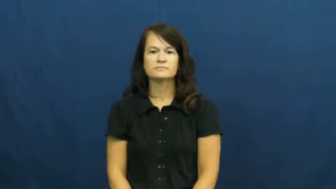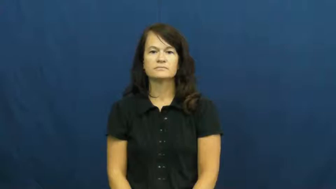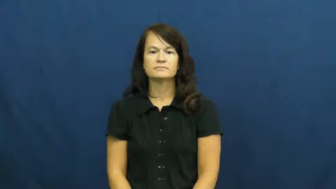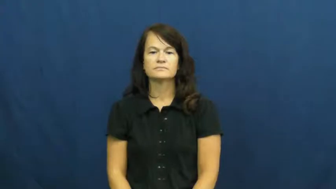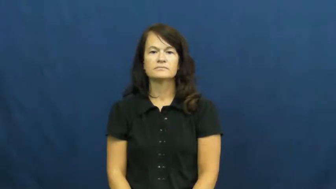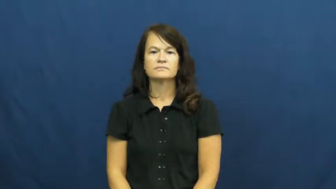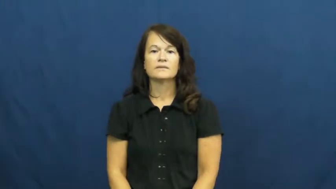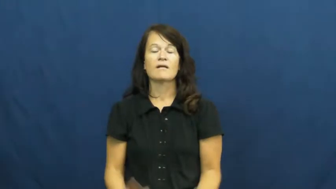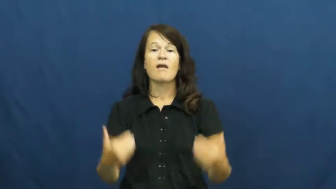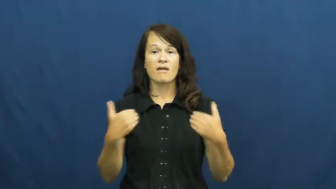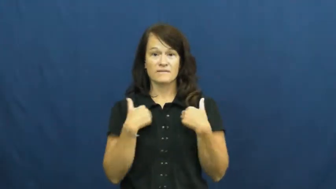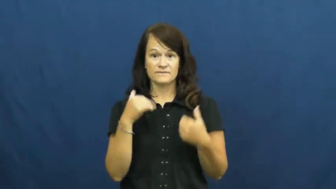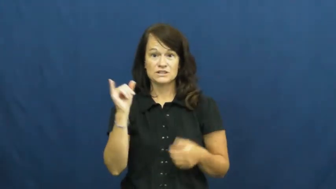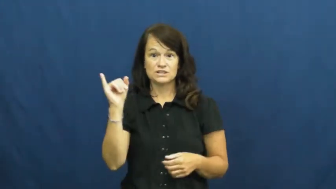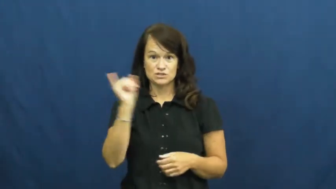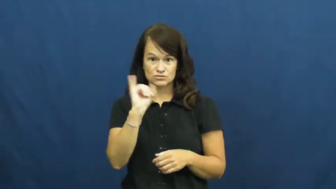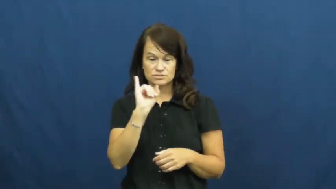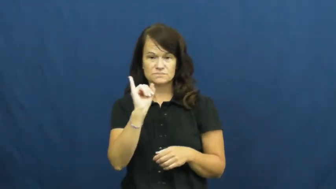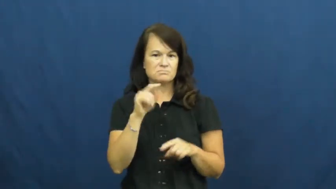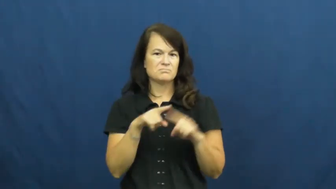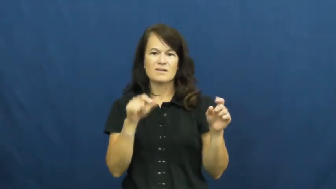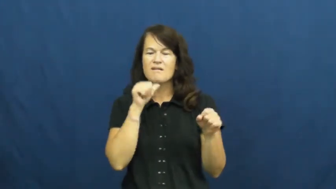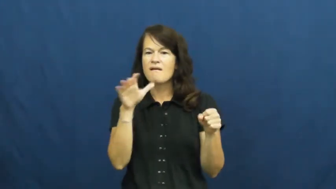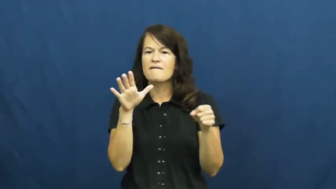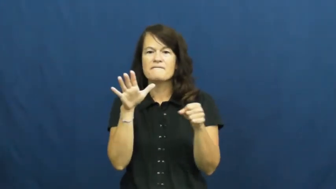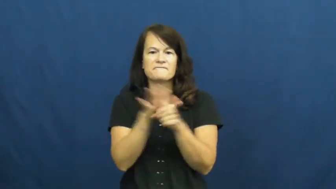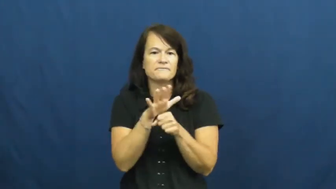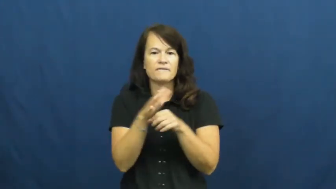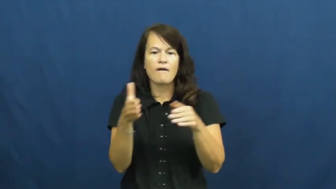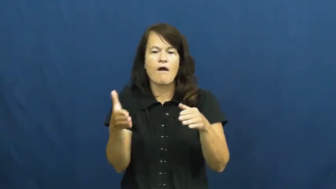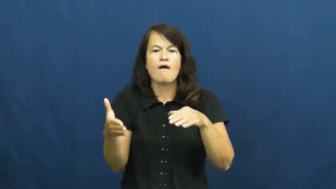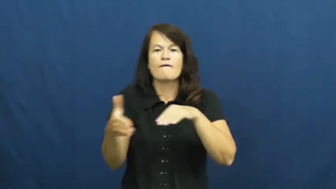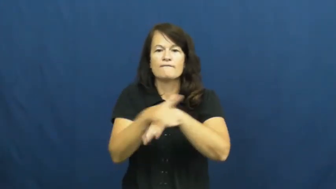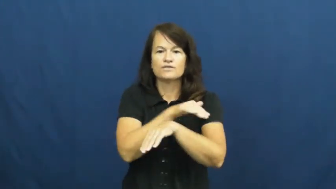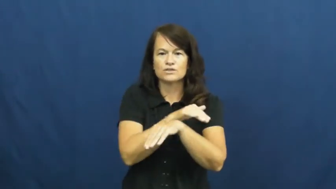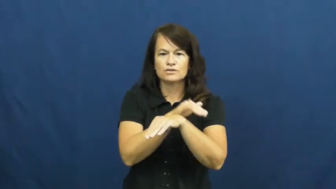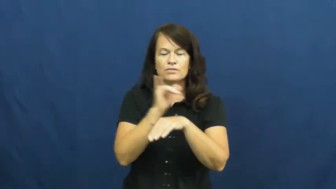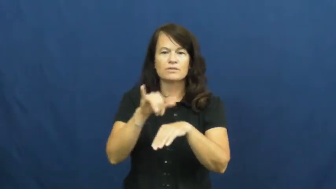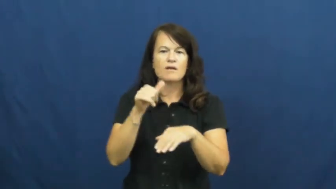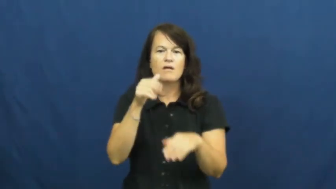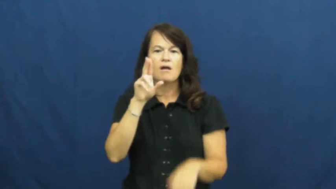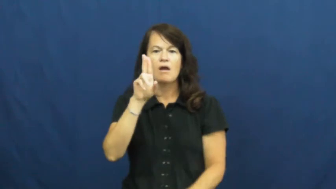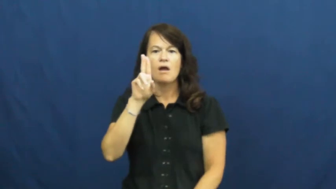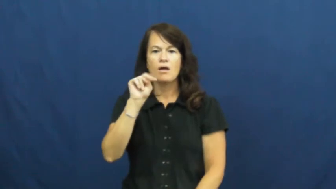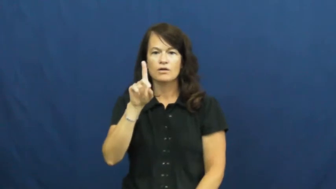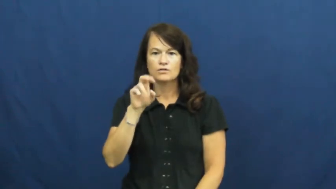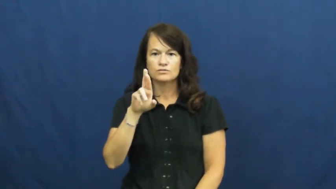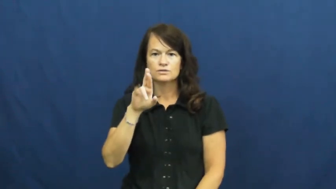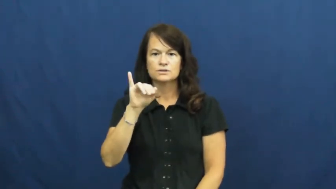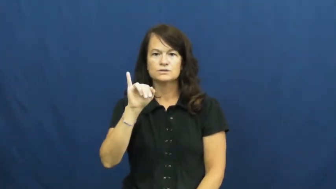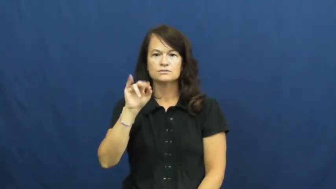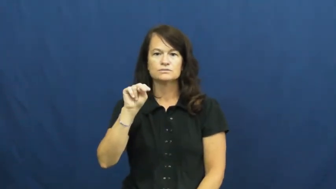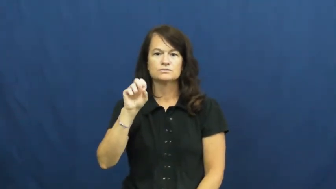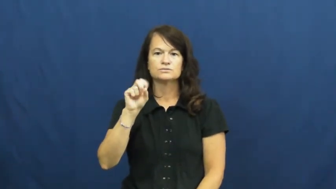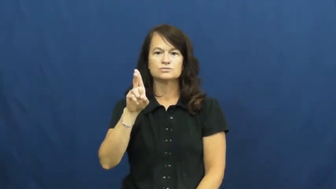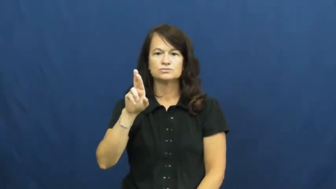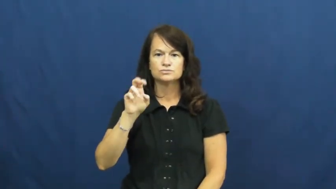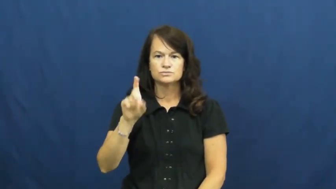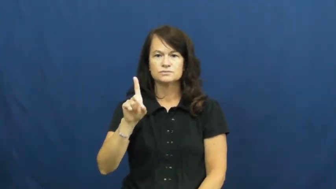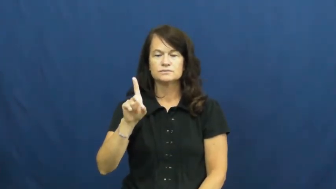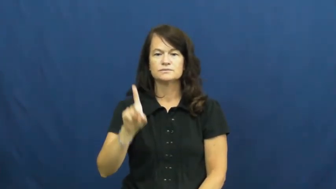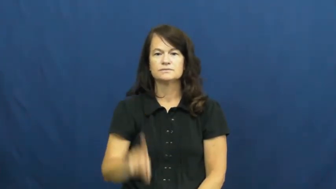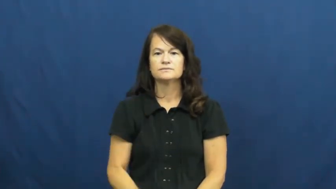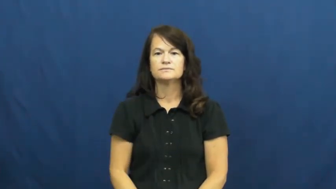underinsured